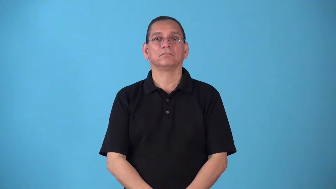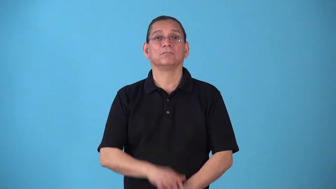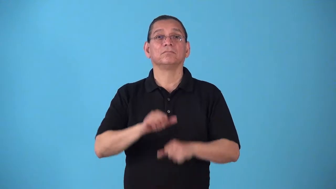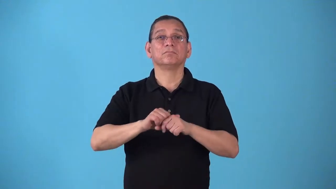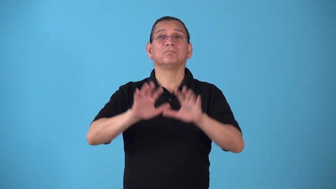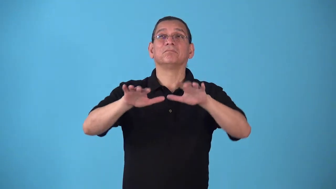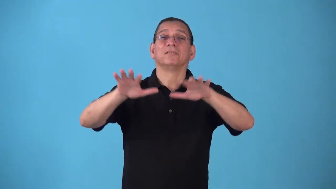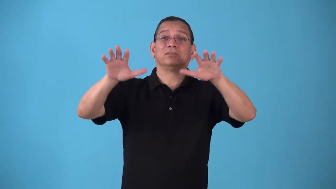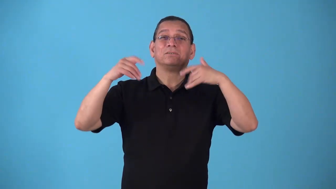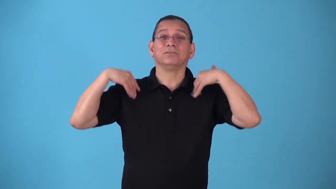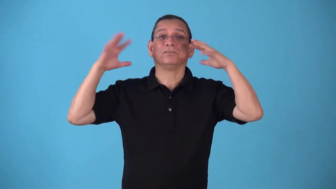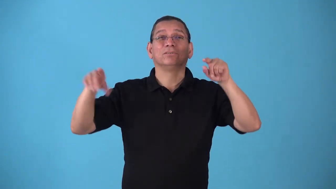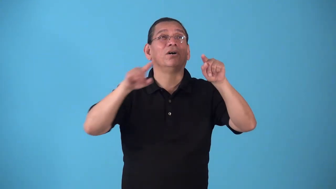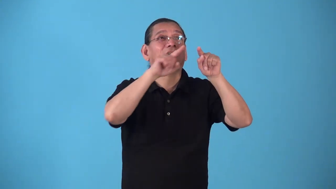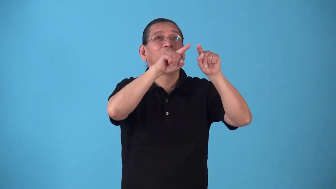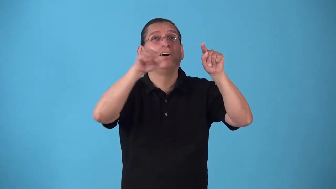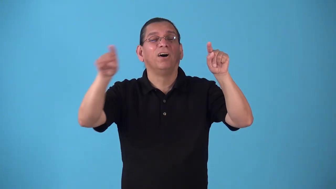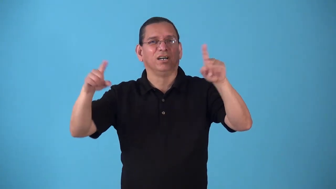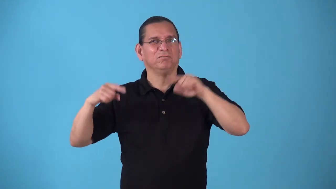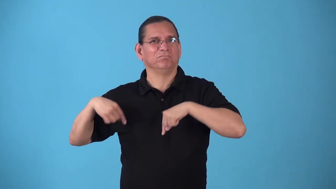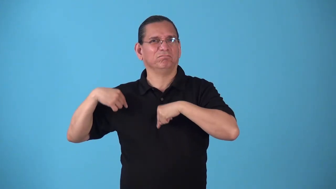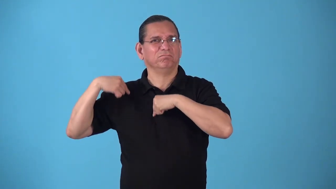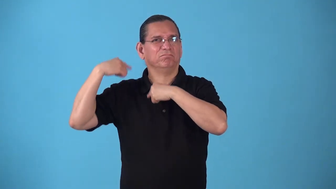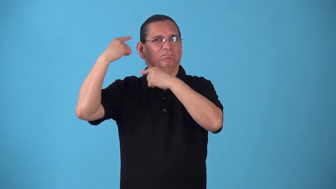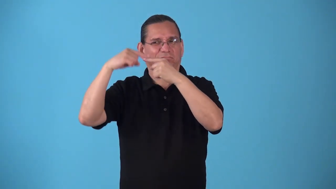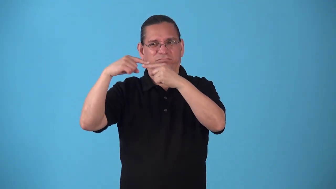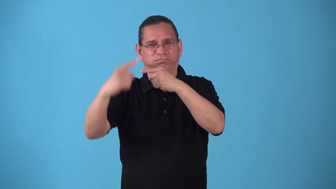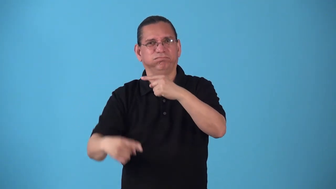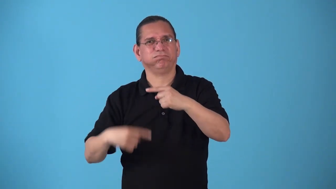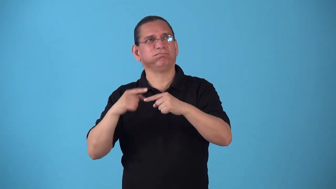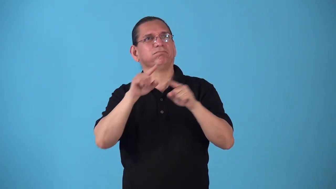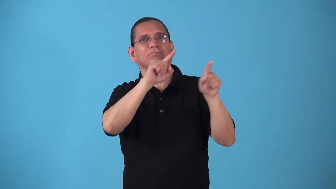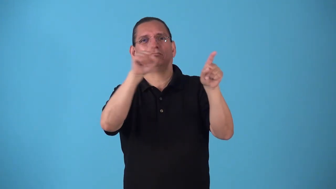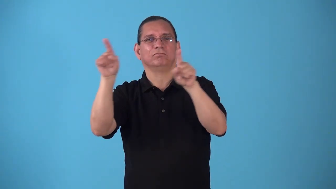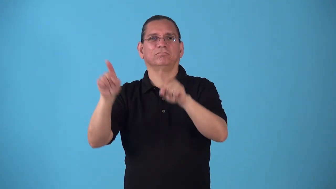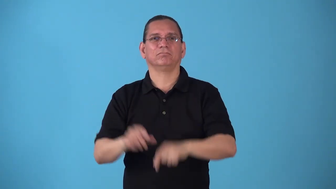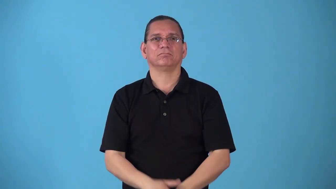snowline